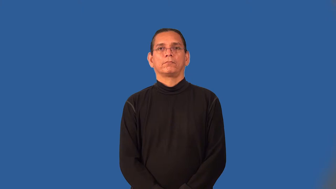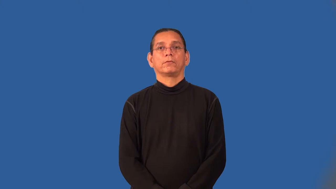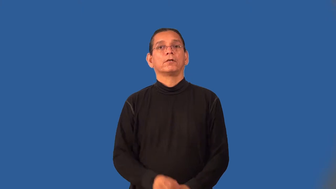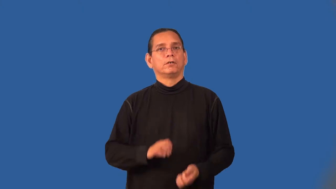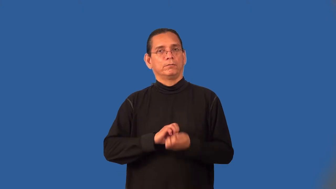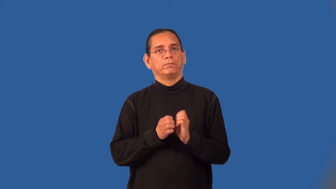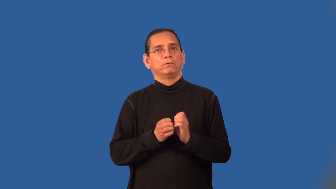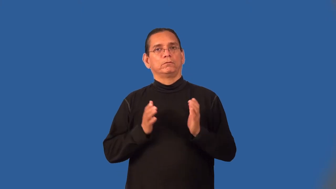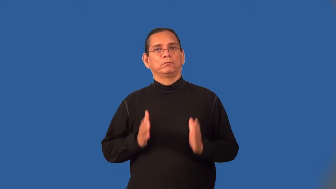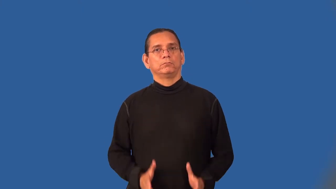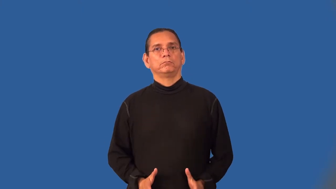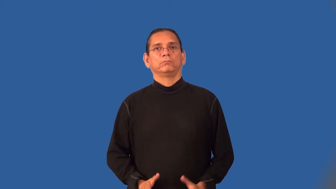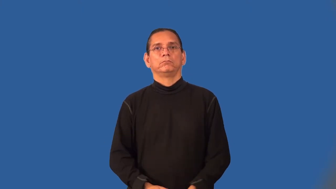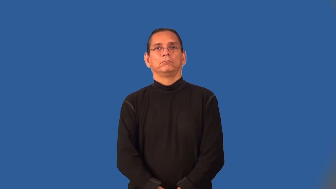evolutionist